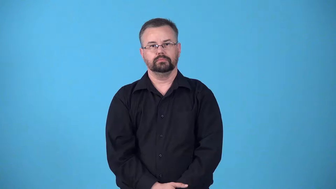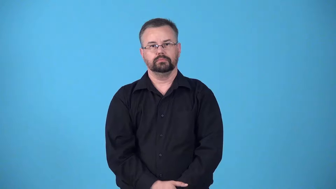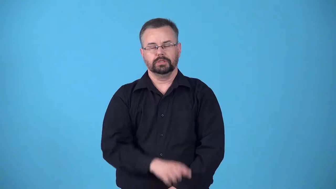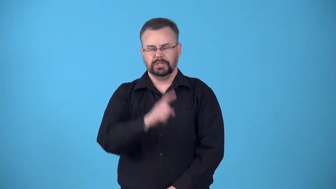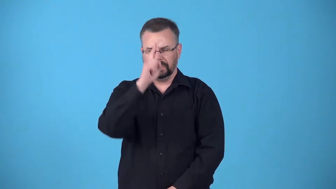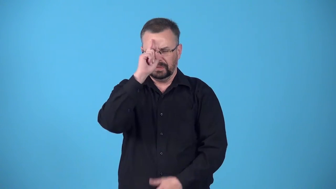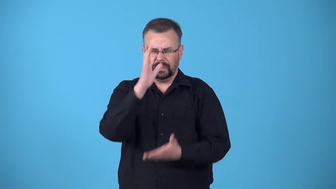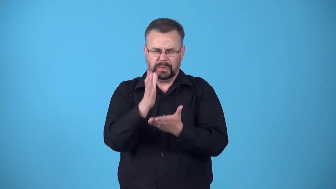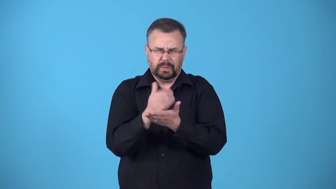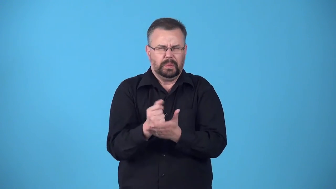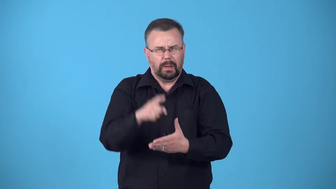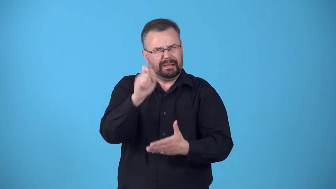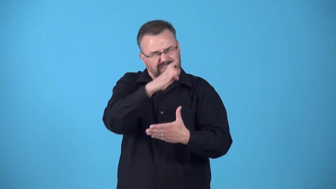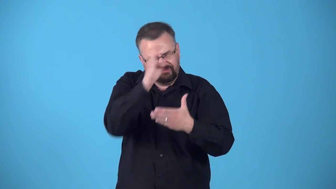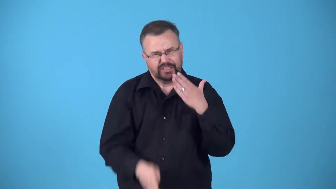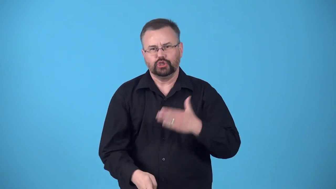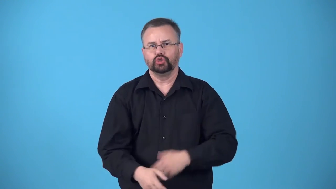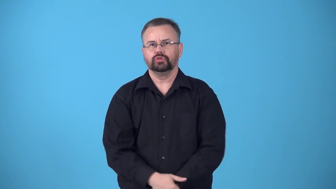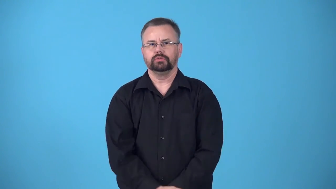blitz-special effort to finish a job